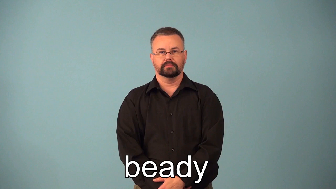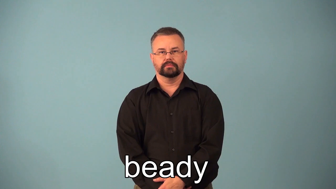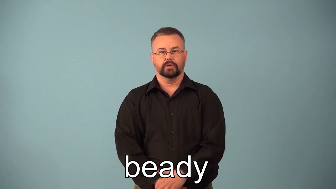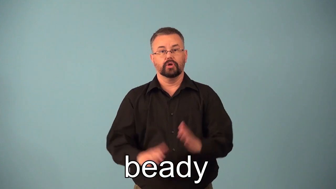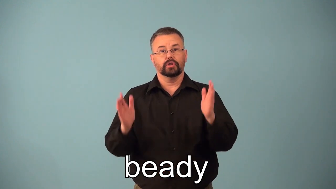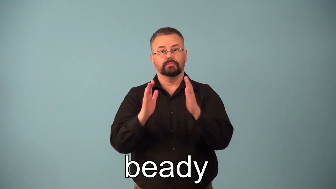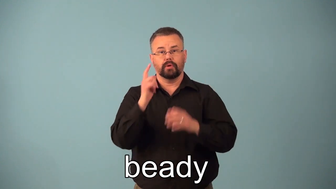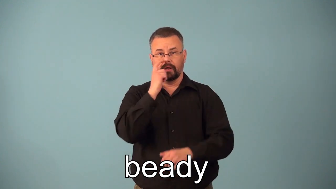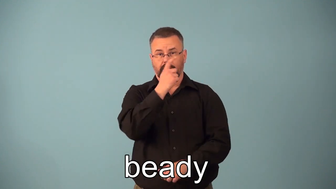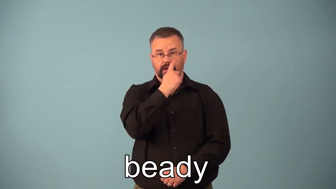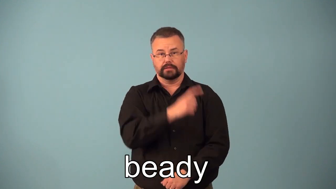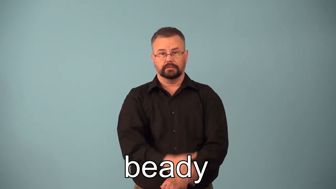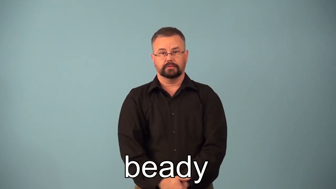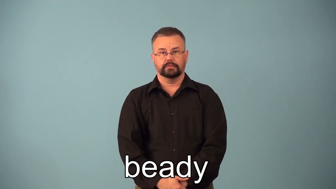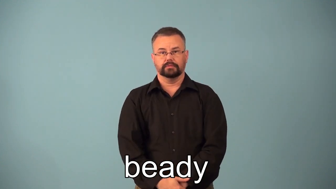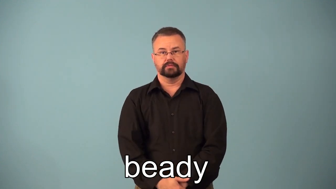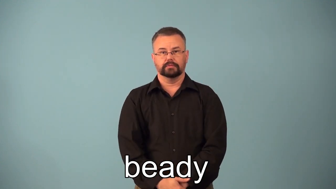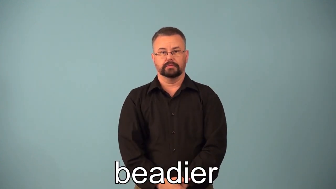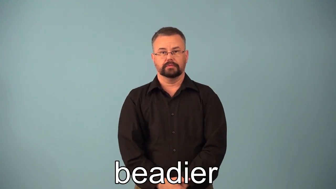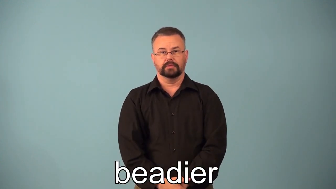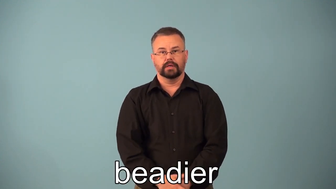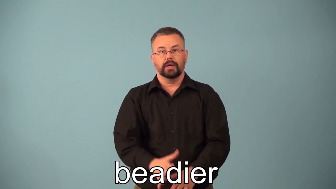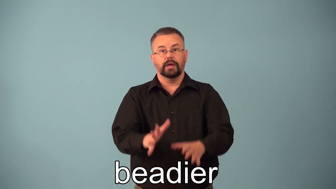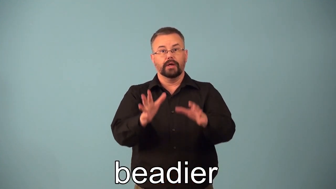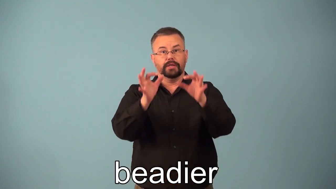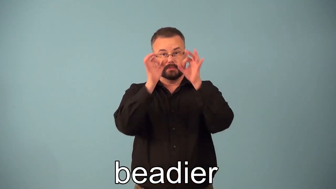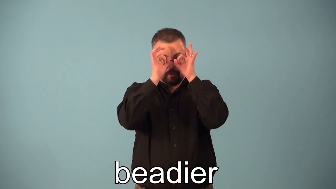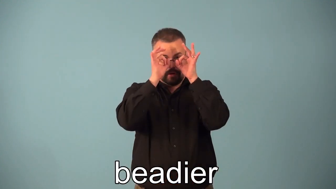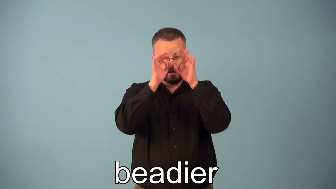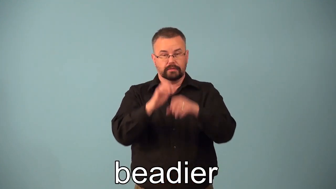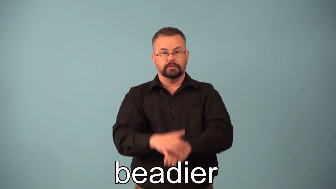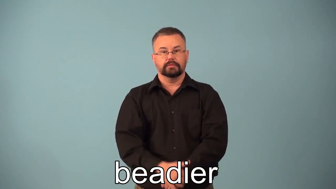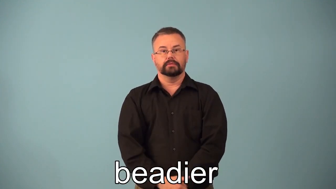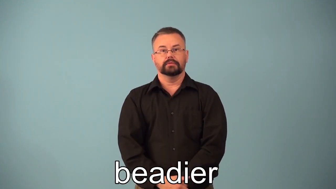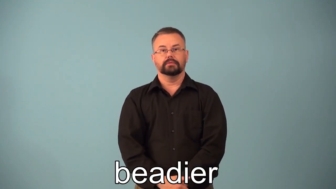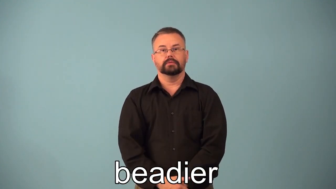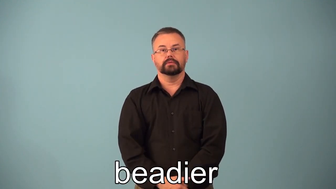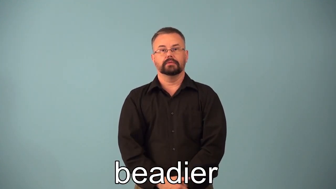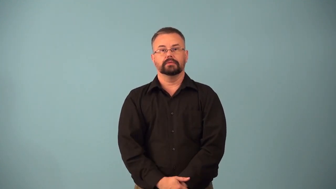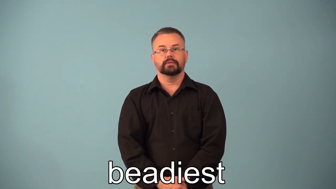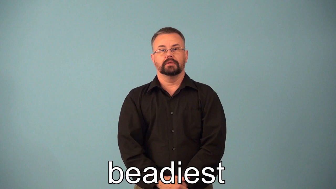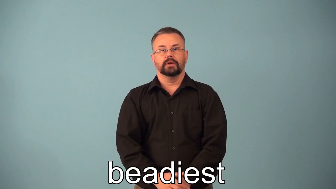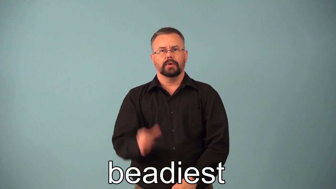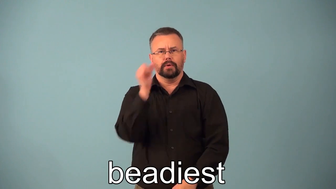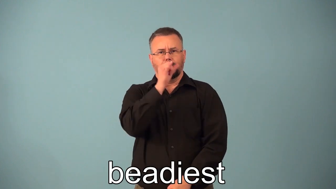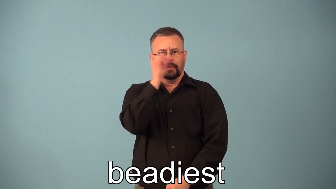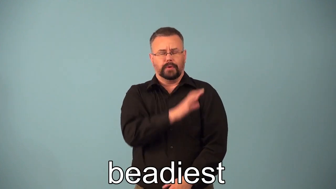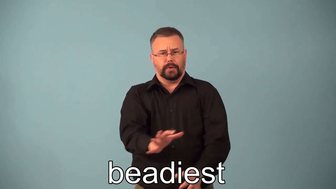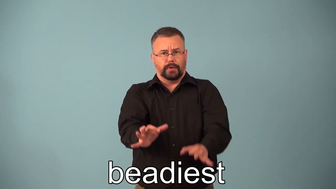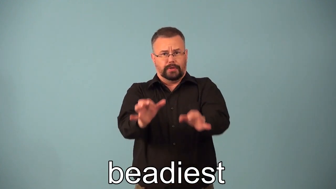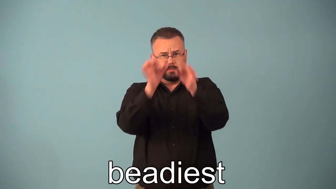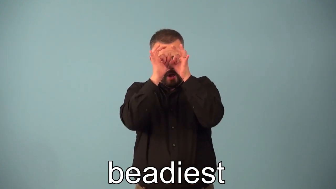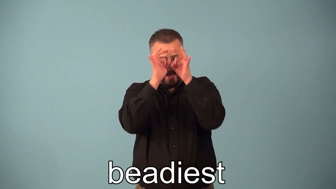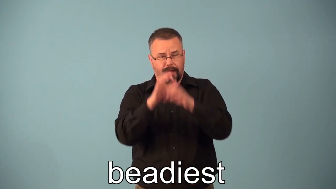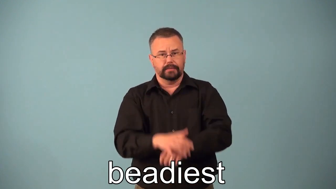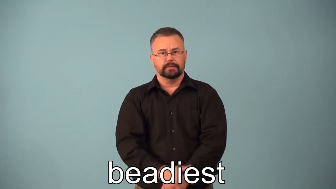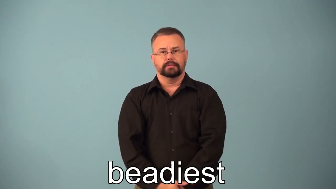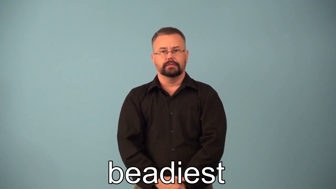beadier,beadiest